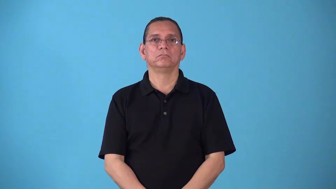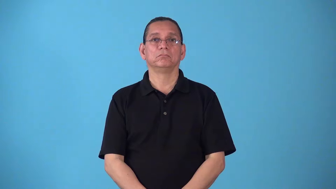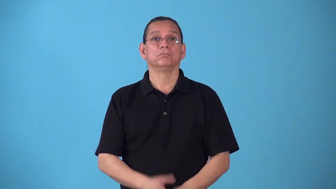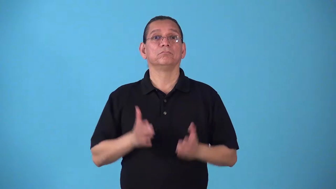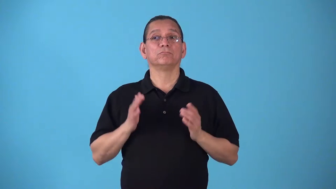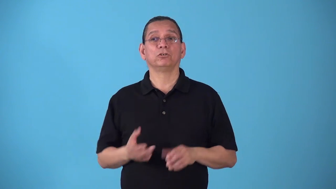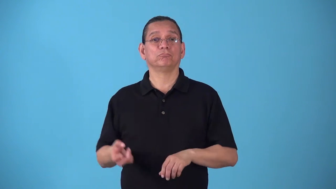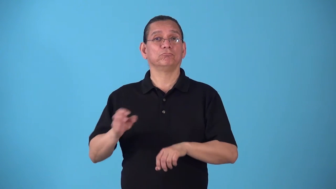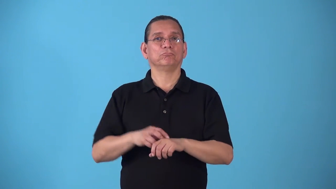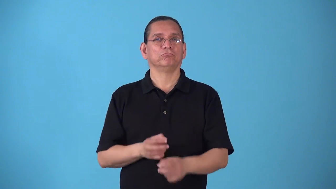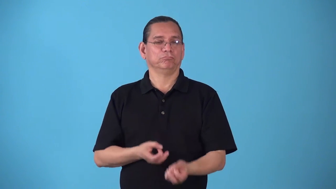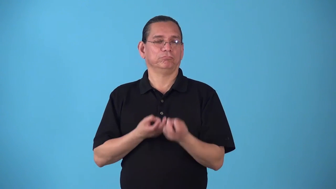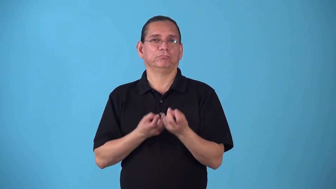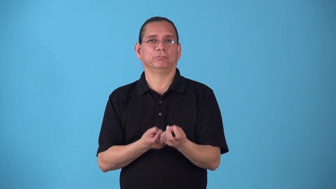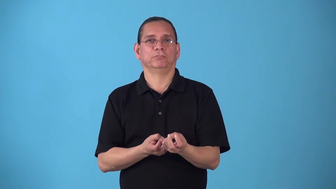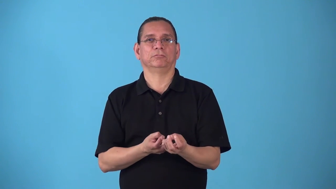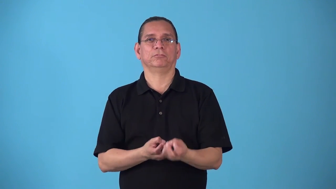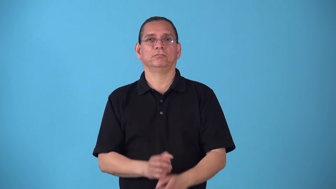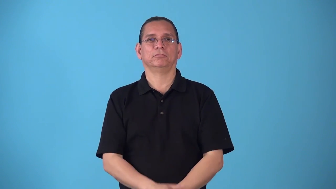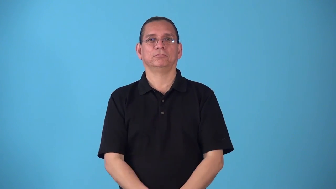skateboarder,skater